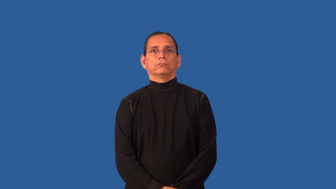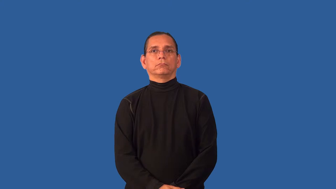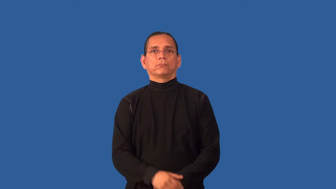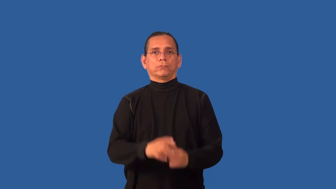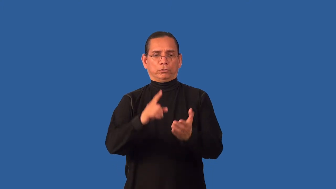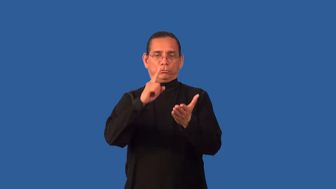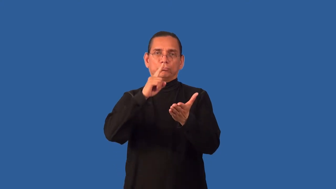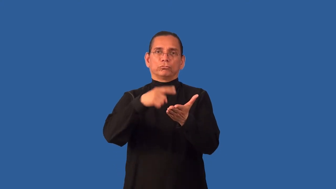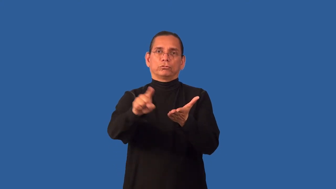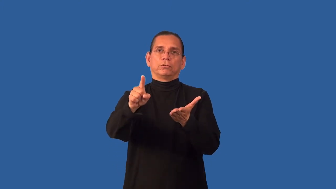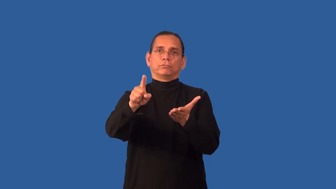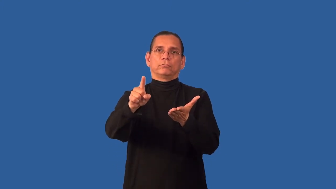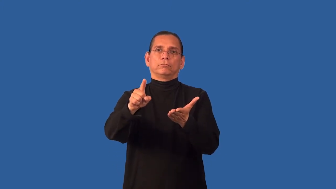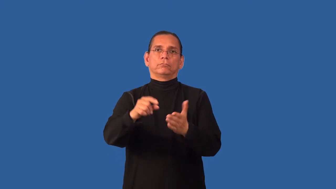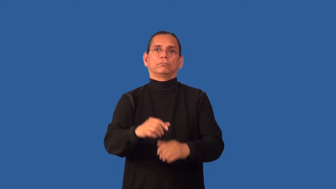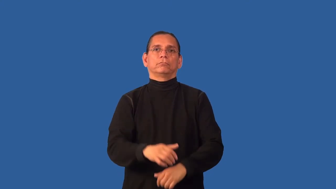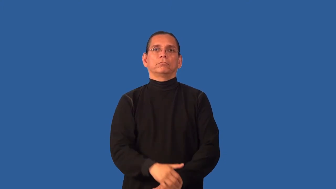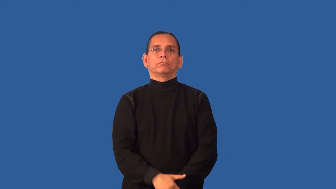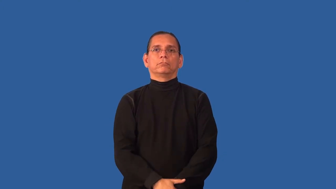check-make sure